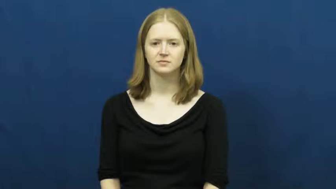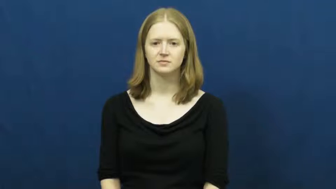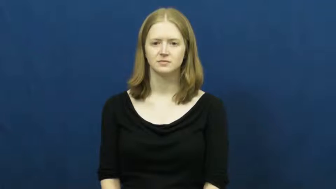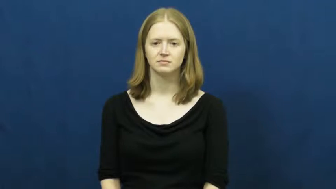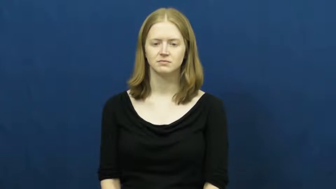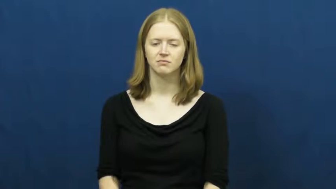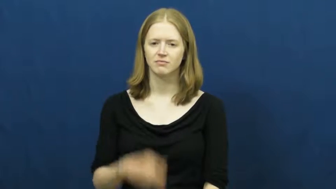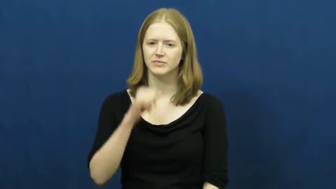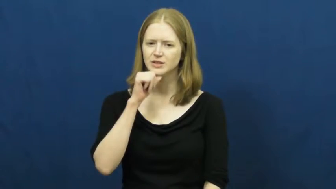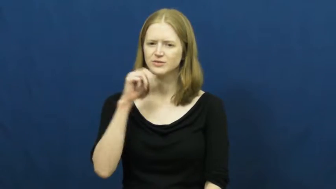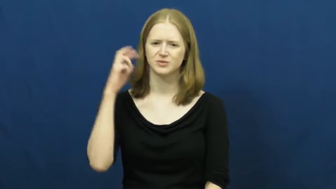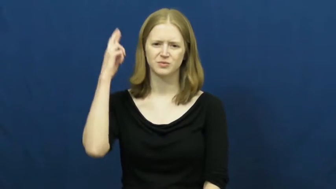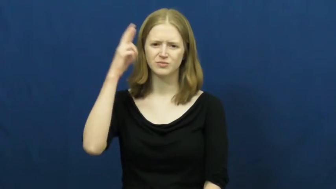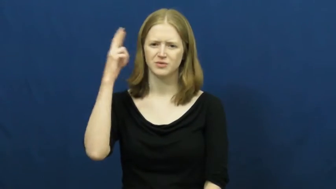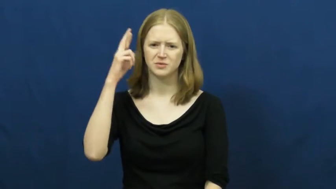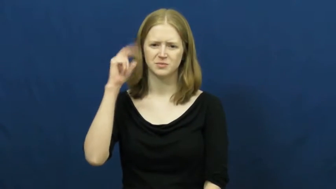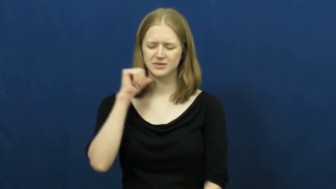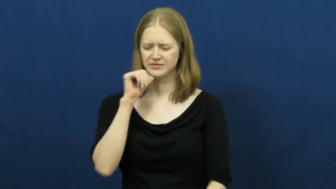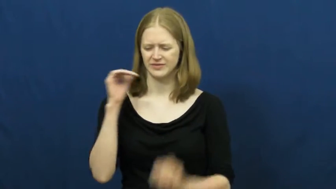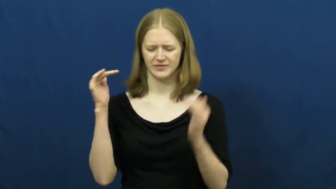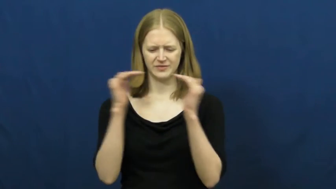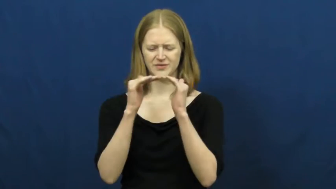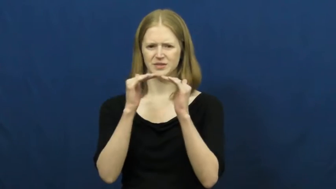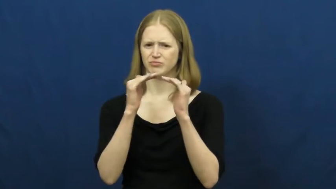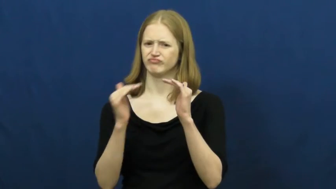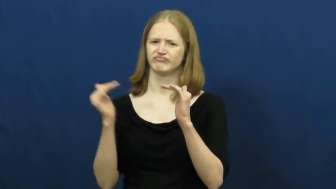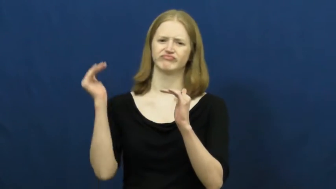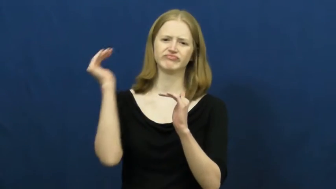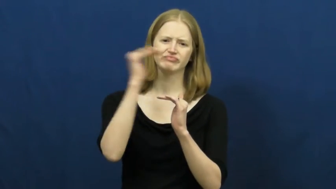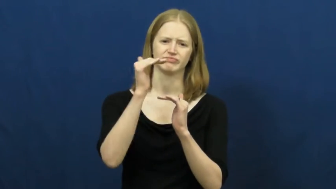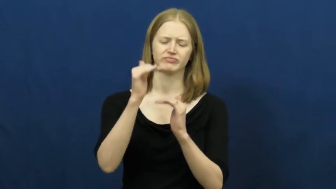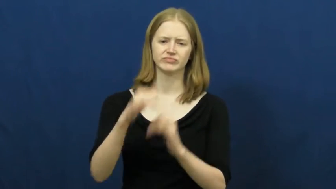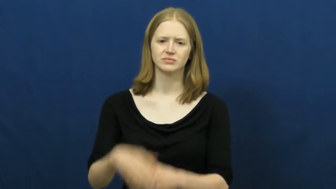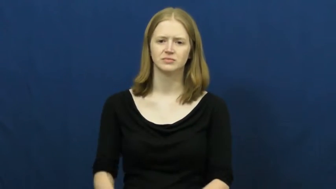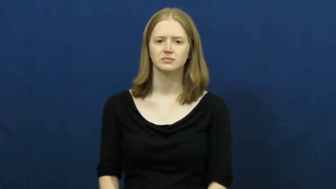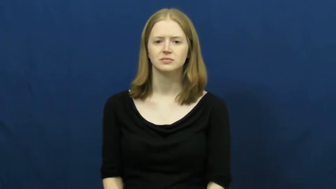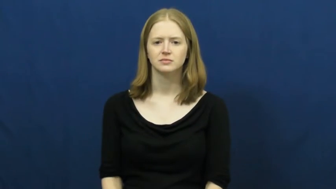unreasonable,gross,grotesque